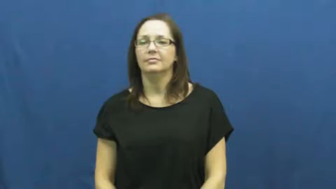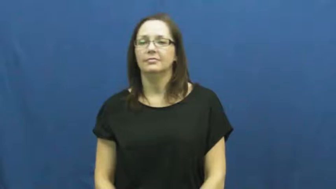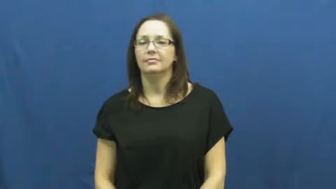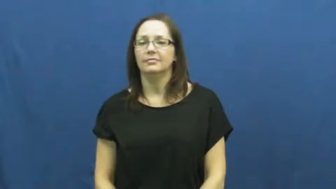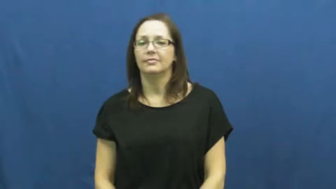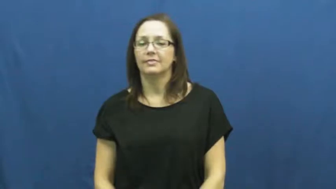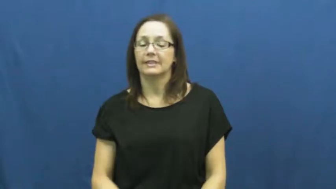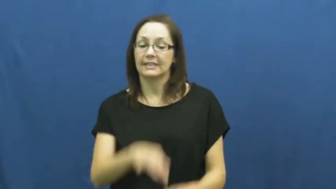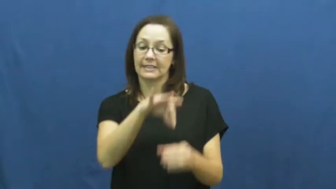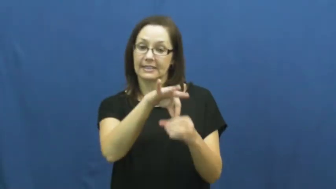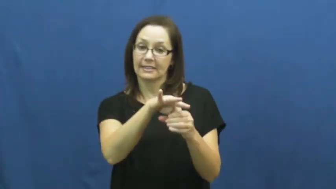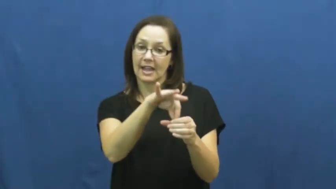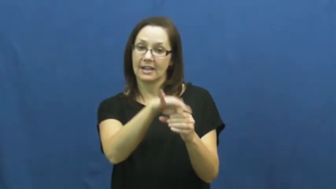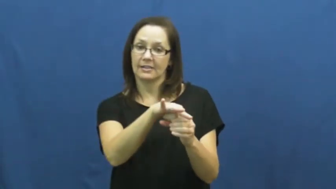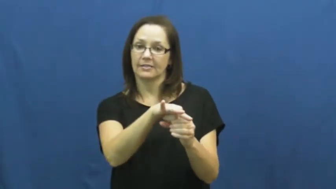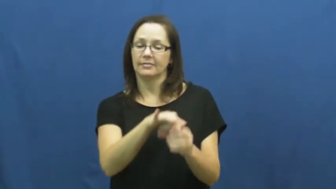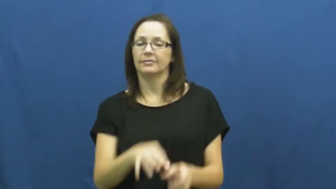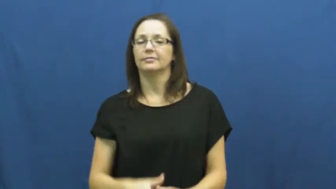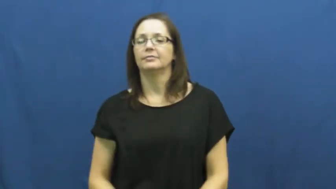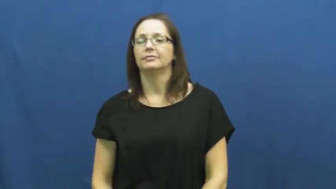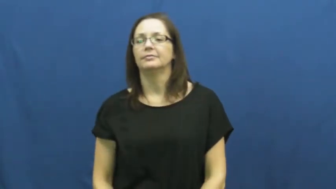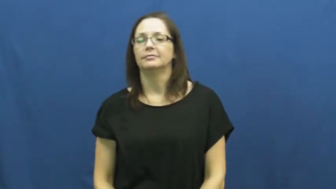elect